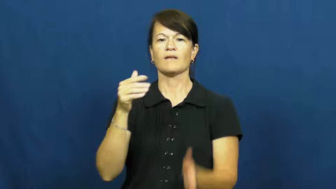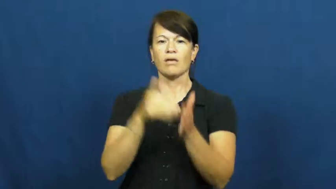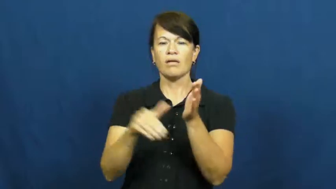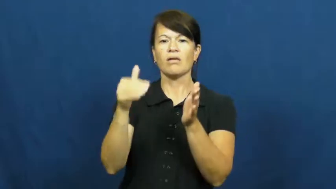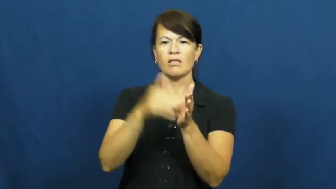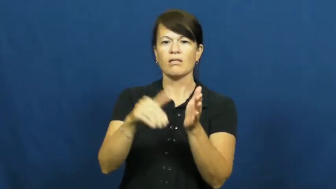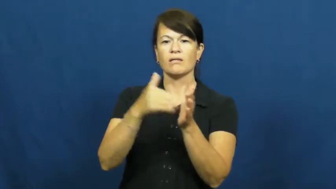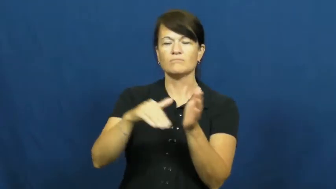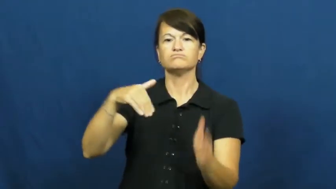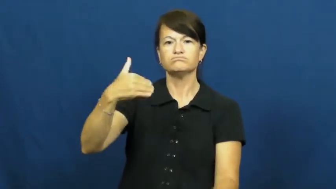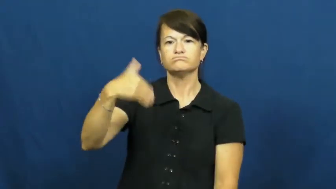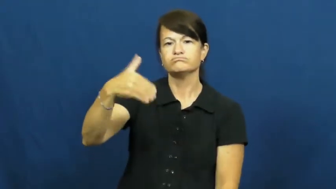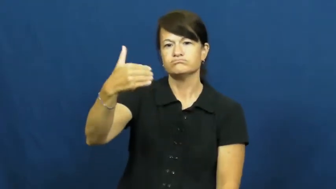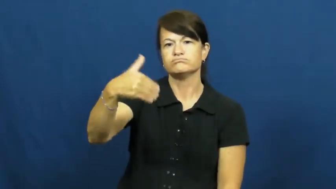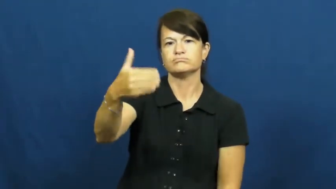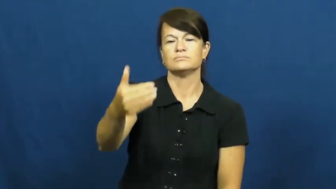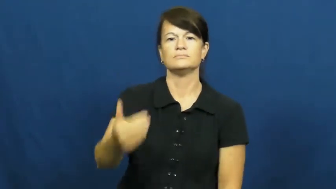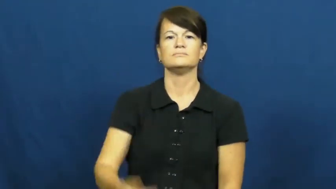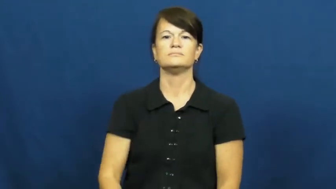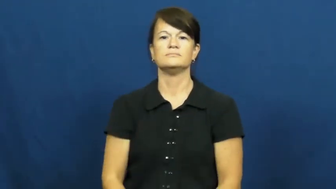prevalent